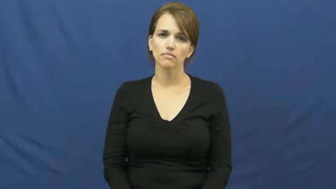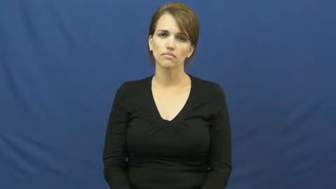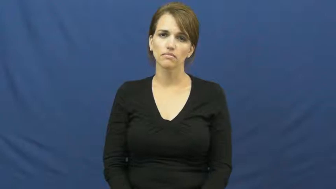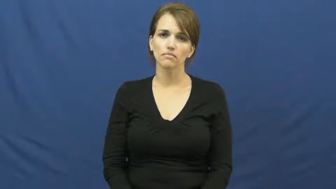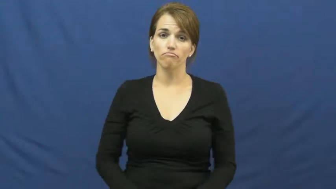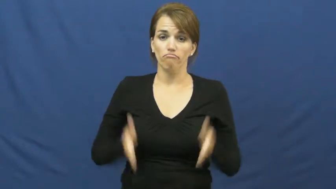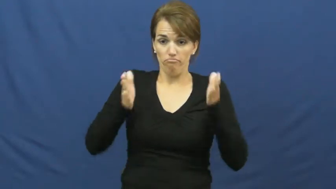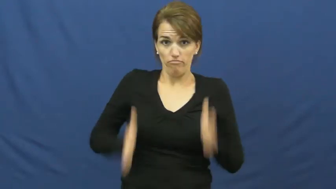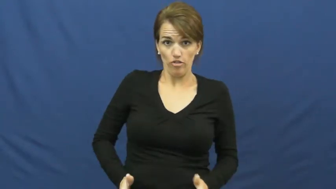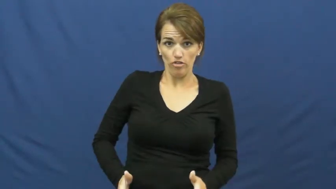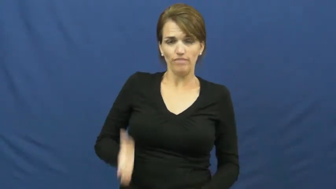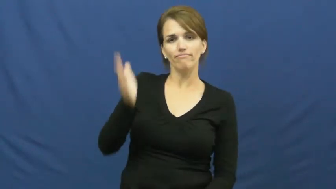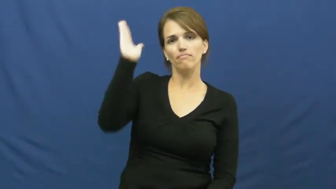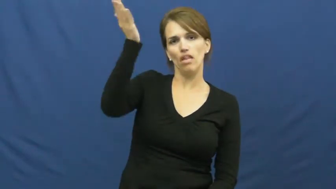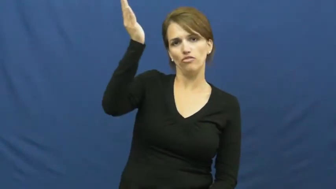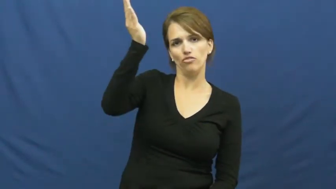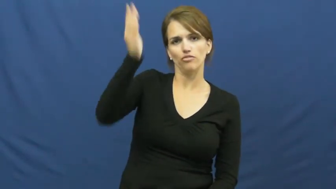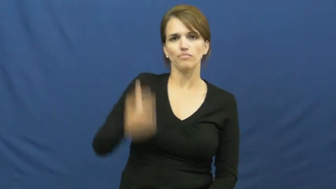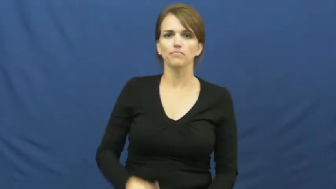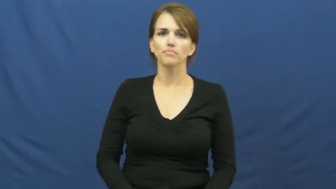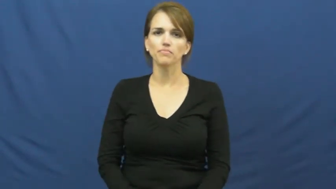lecturer,orator